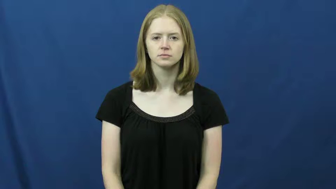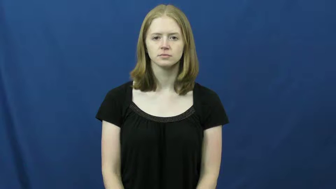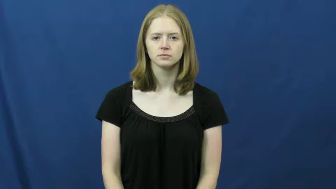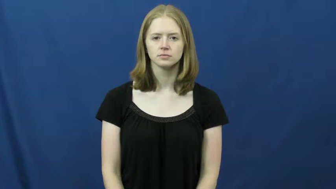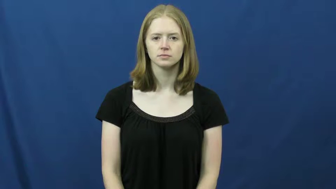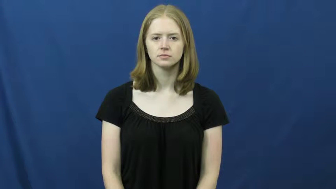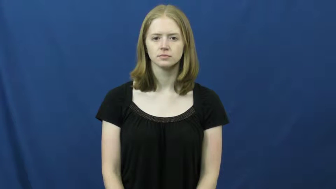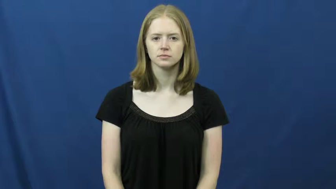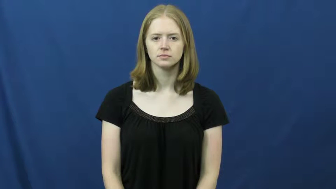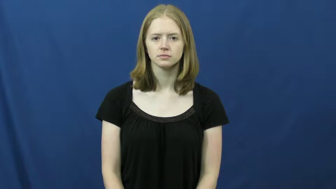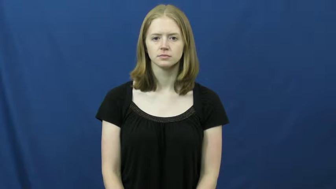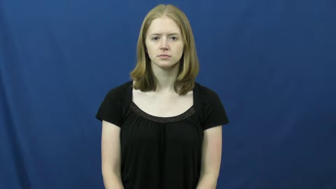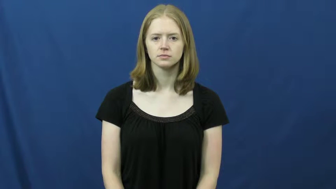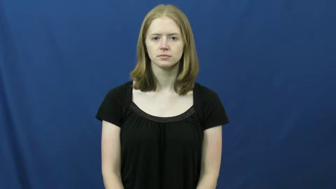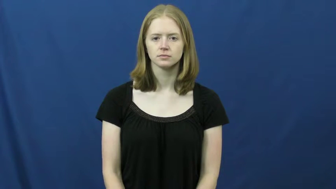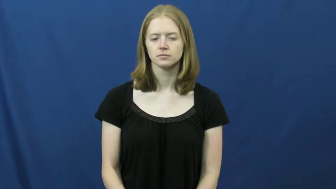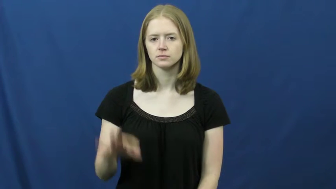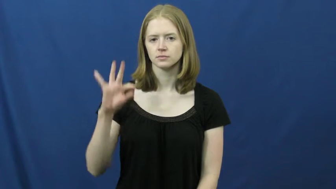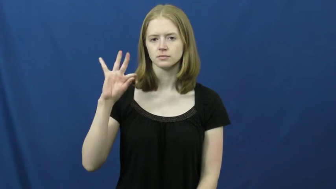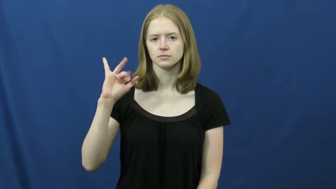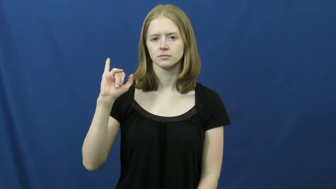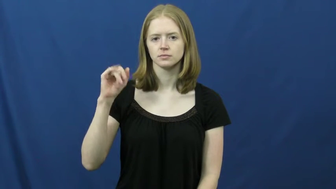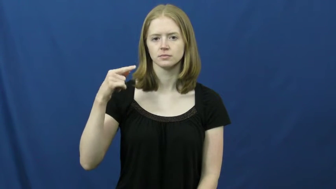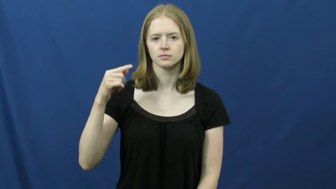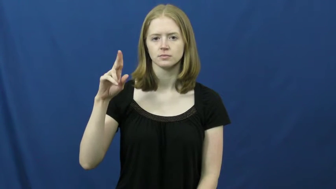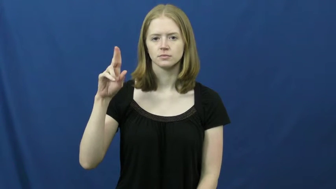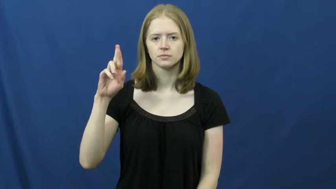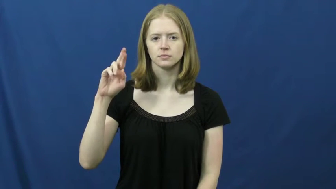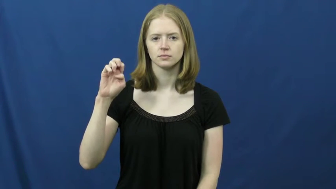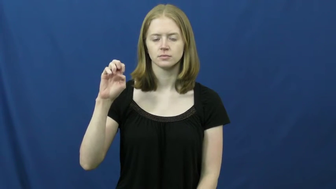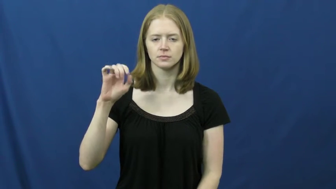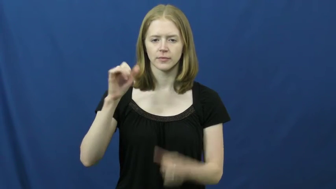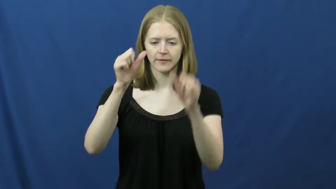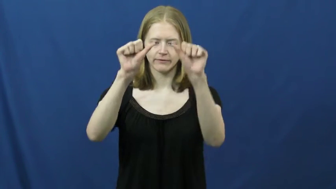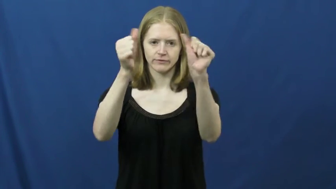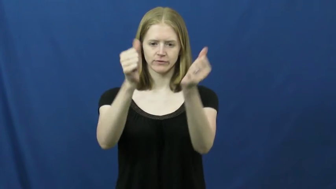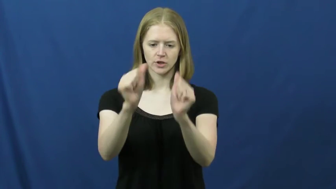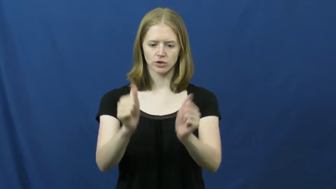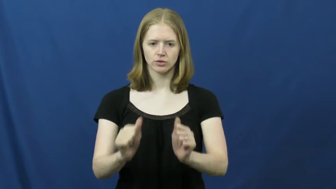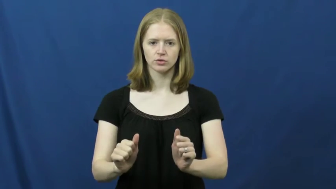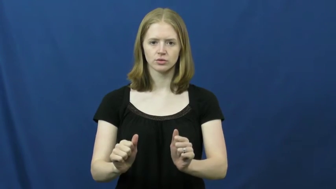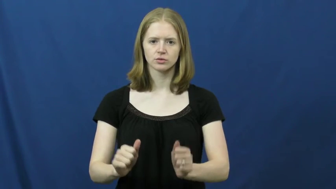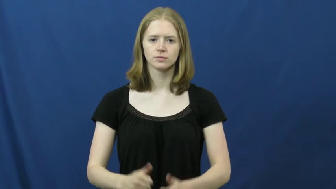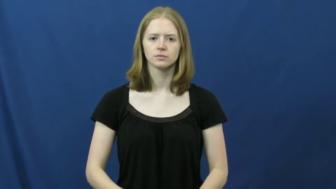figure-shape